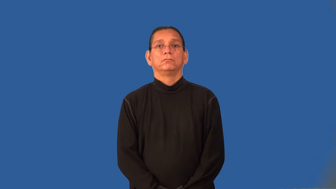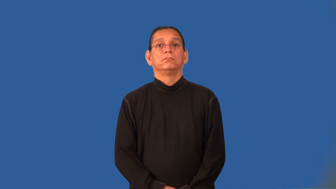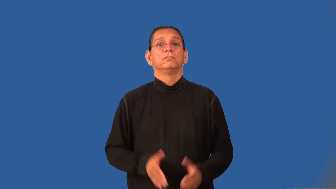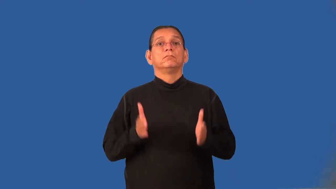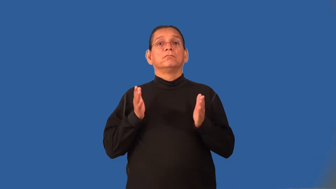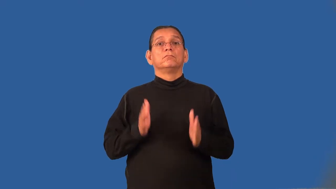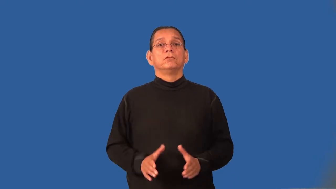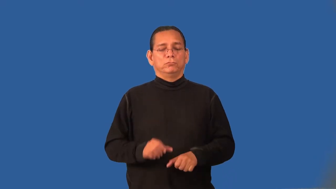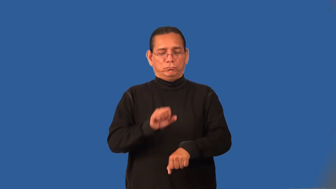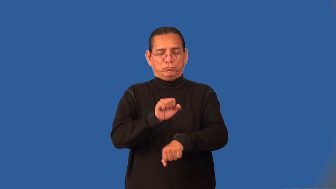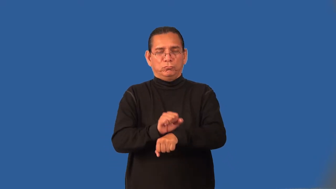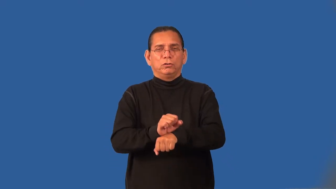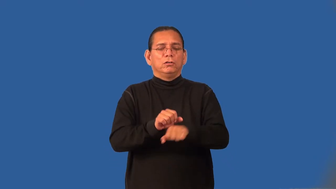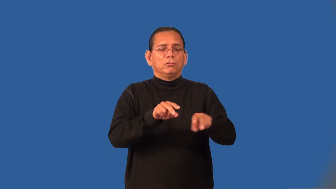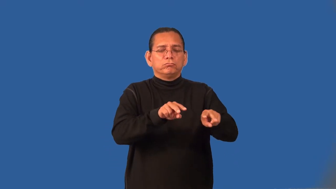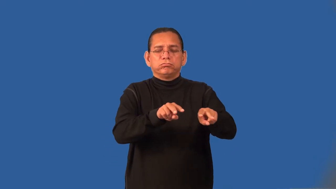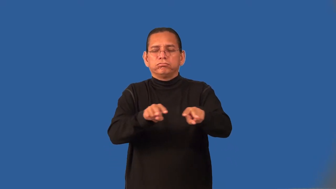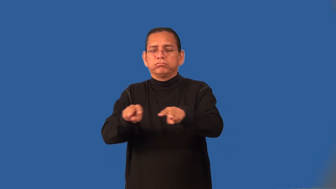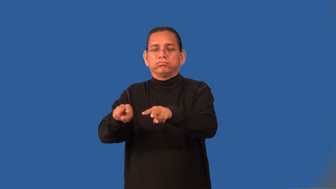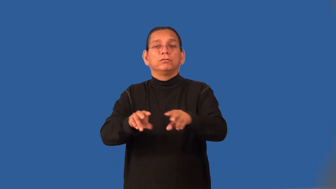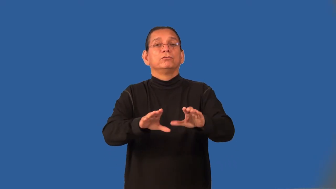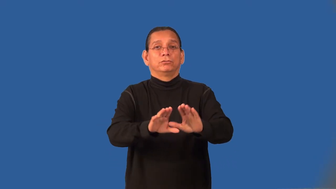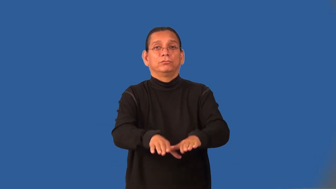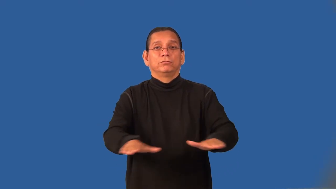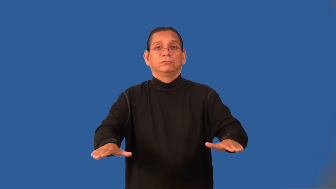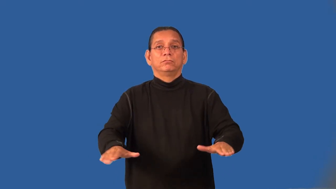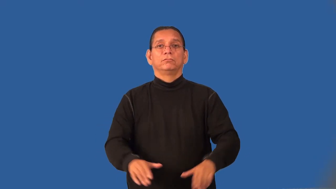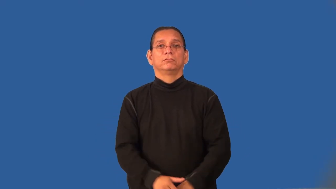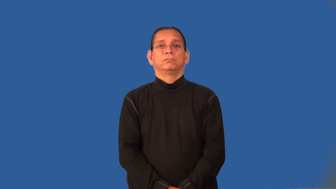housemother